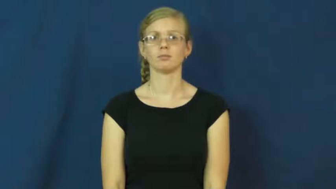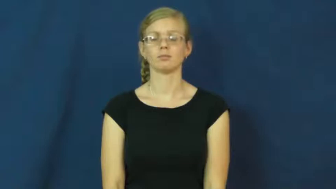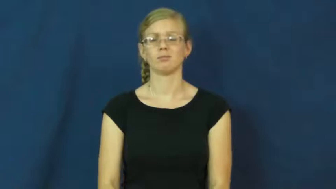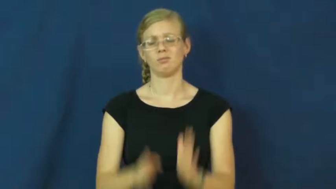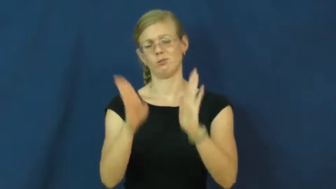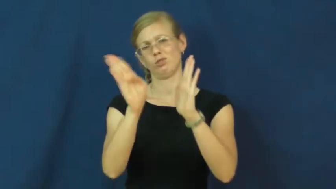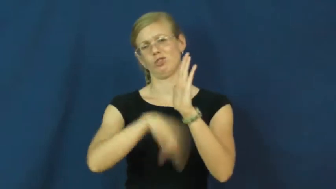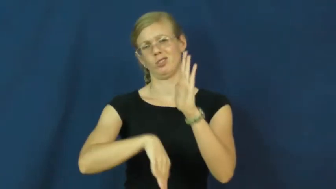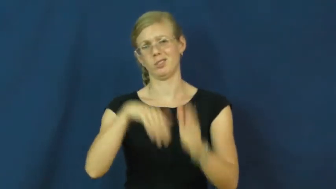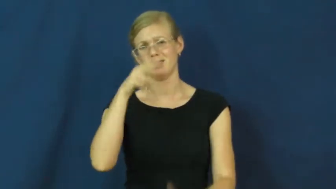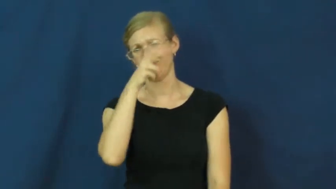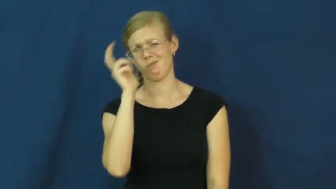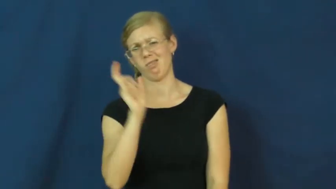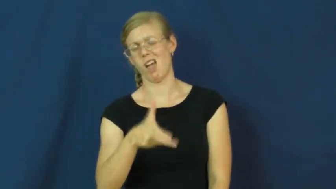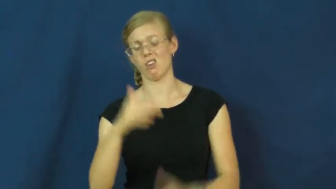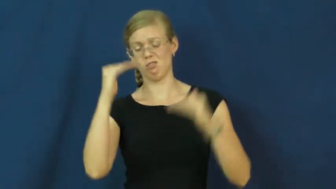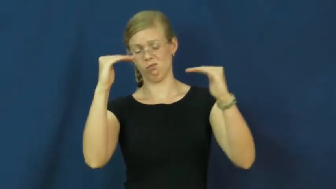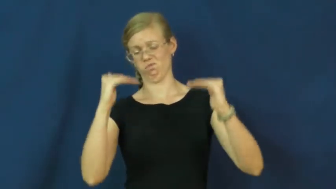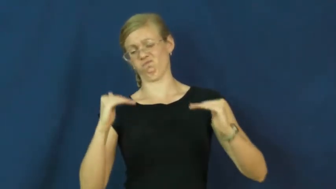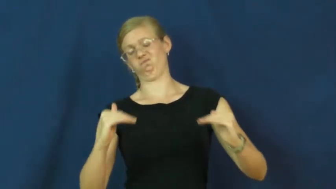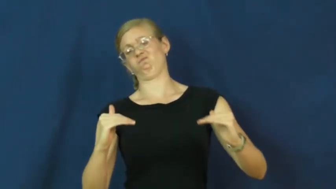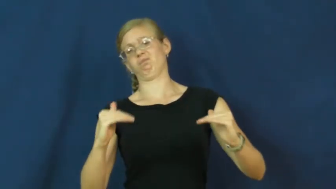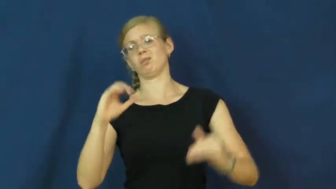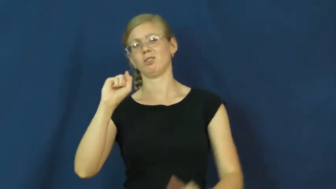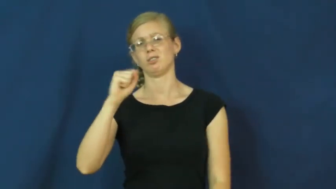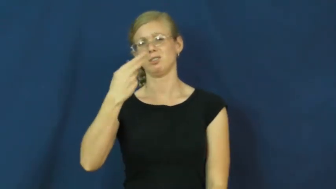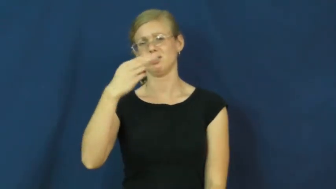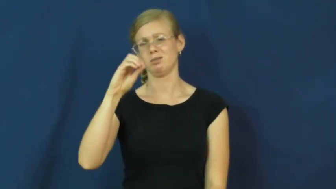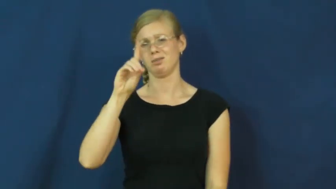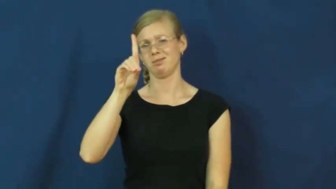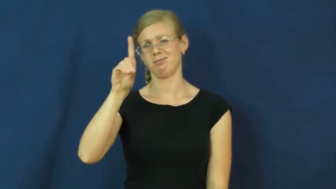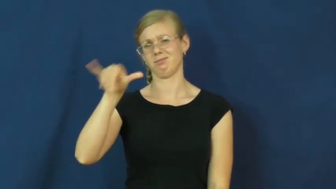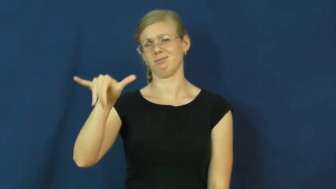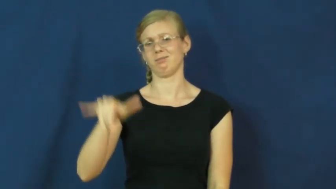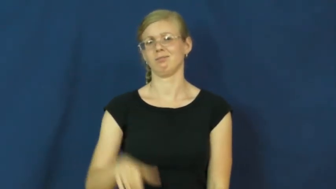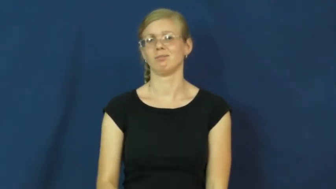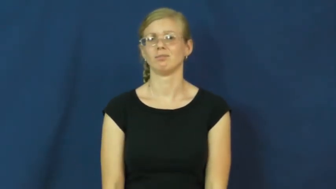shoddy,schlock,slipshod,dross